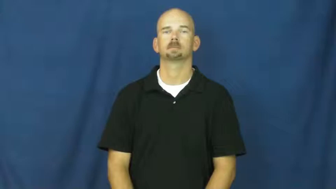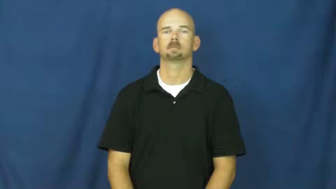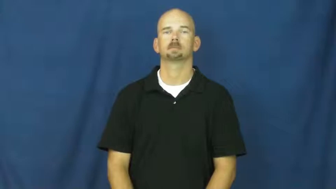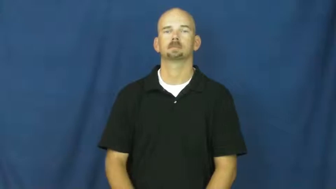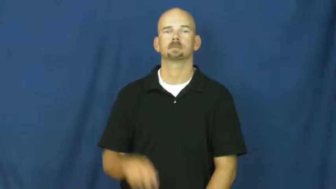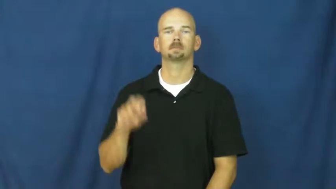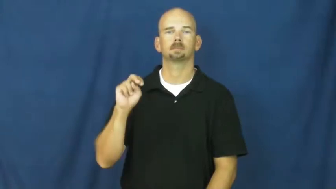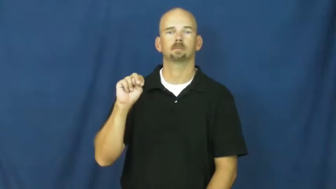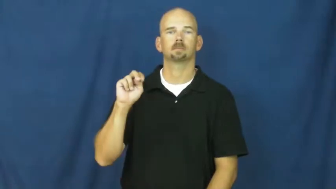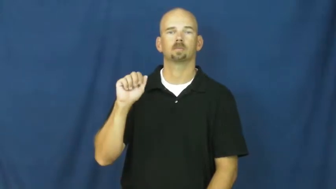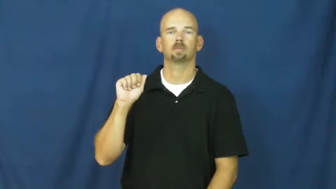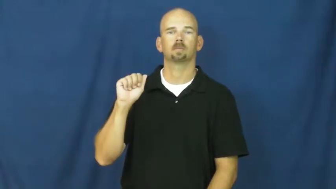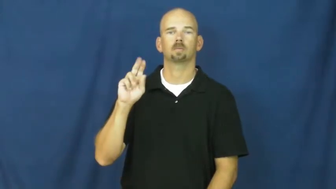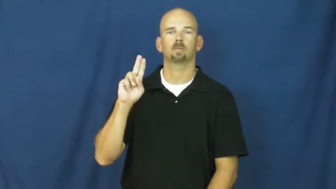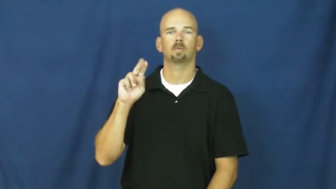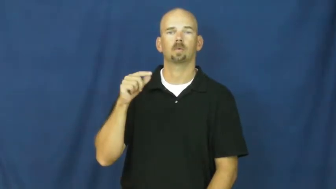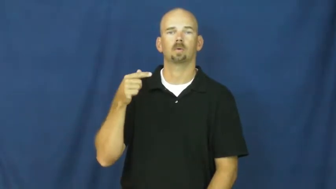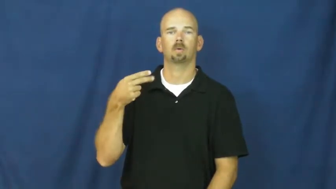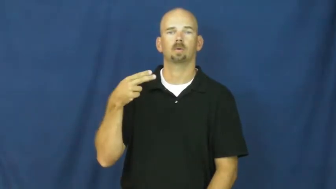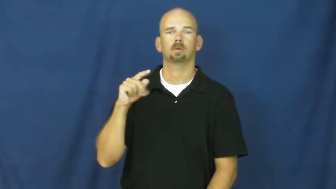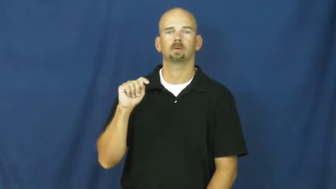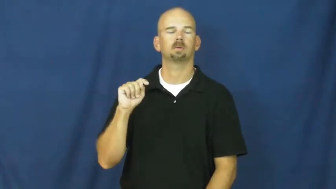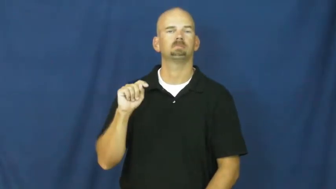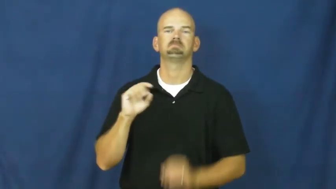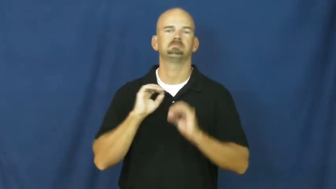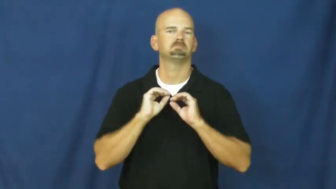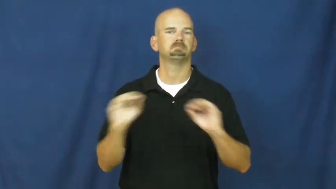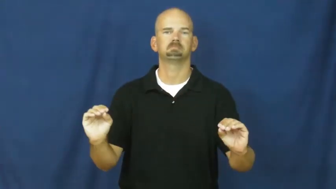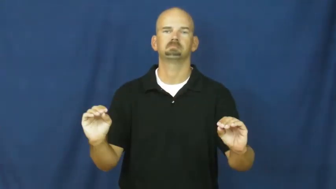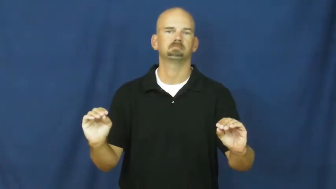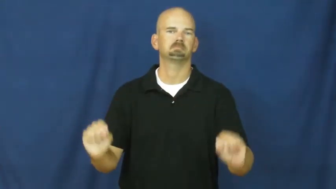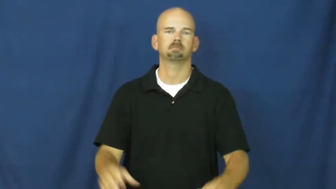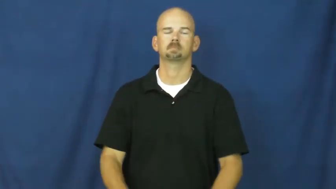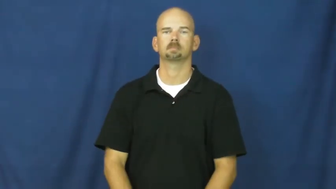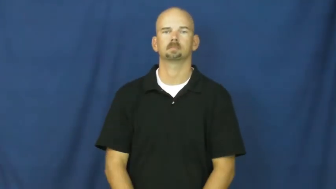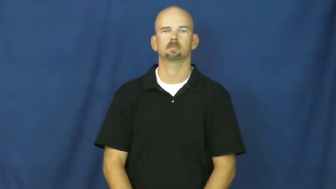naught